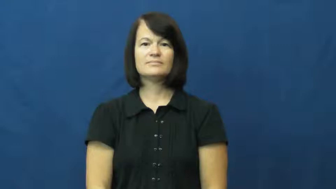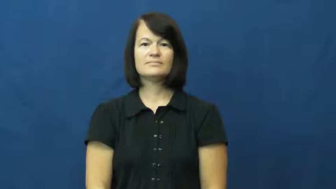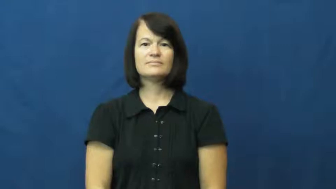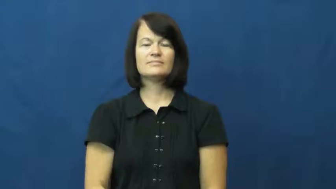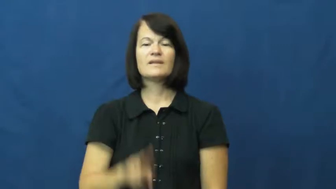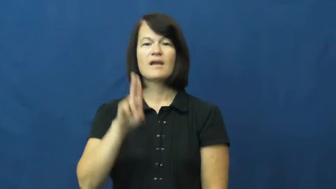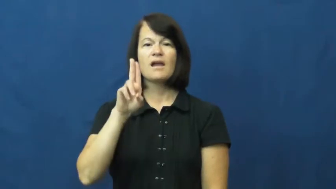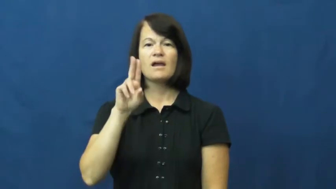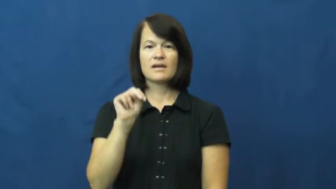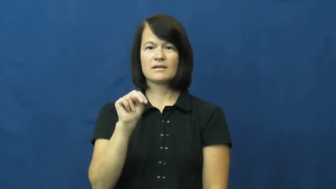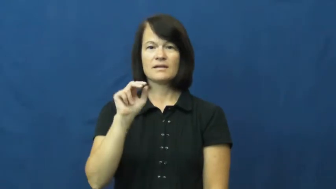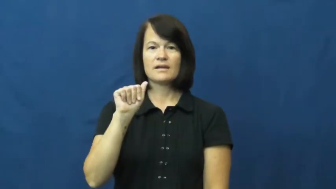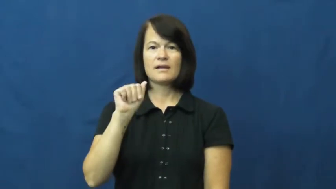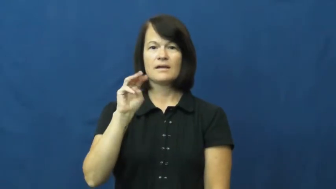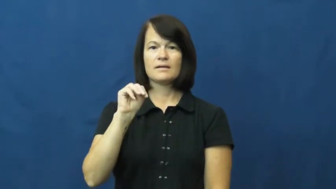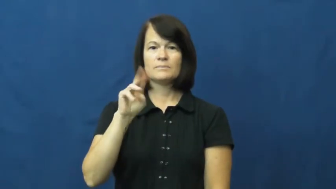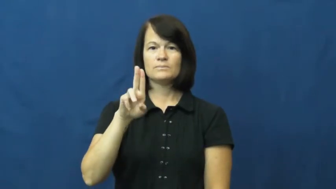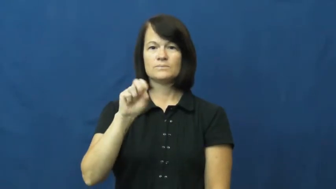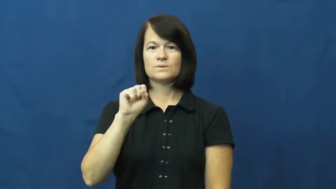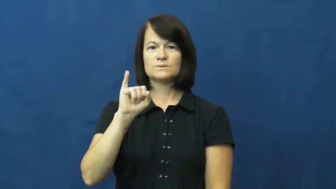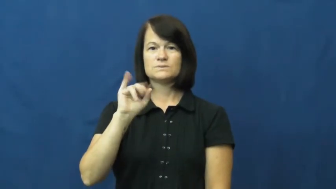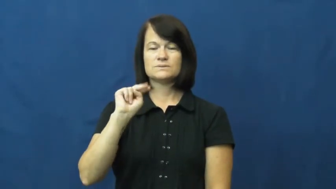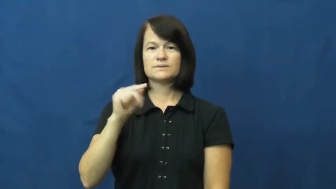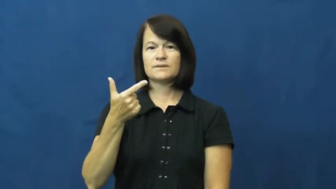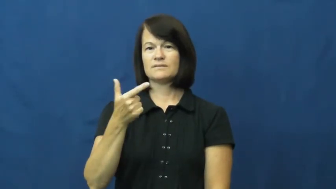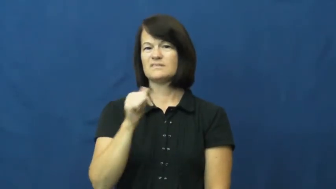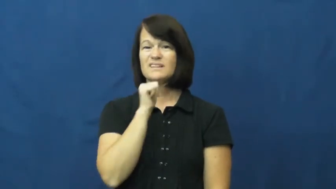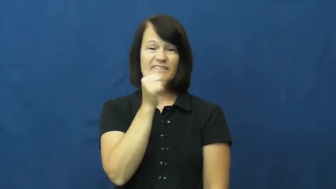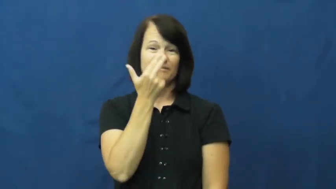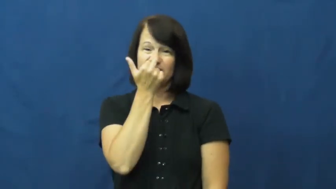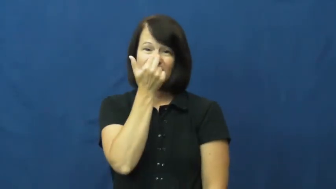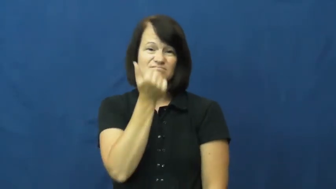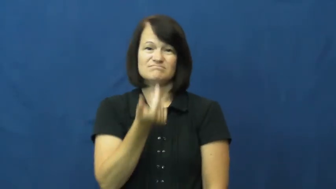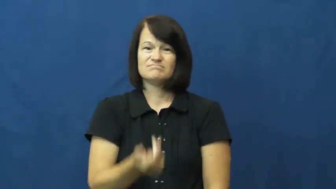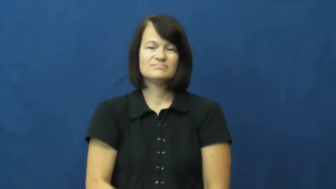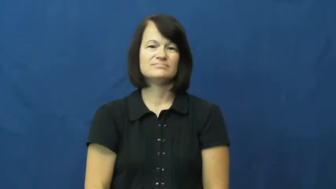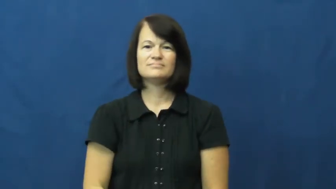unamusing